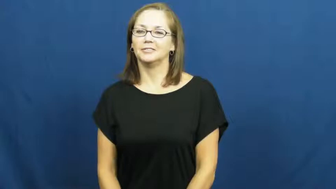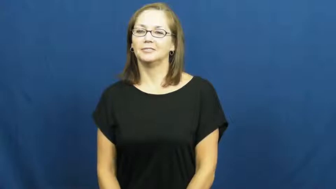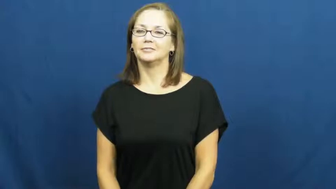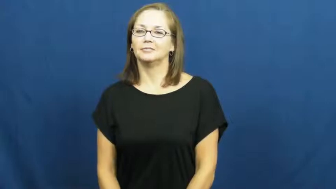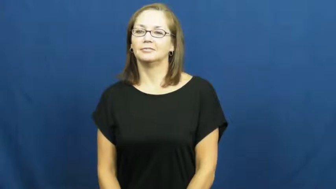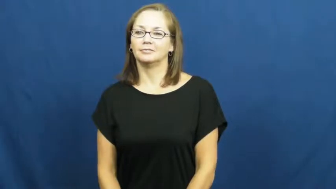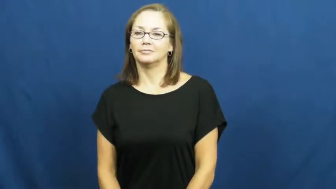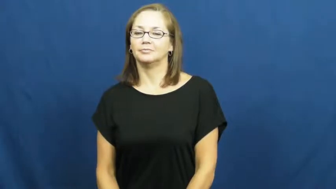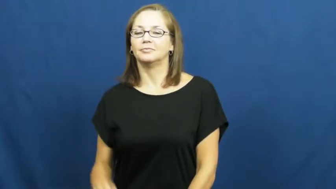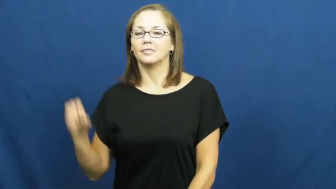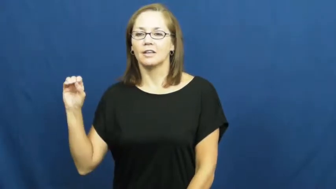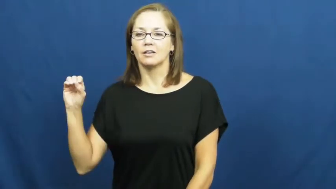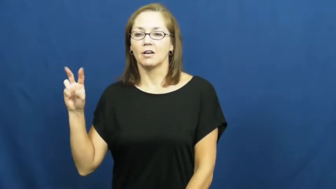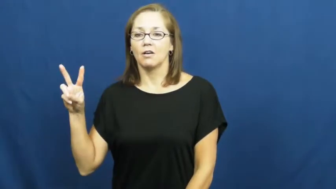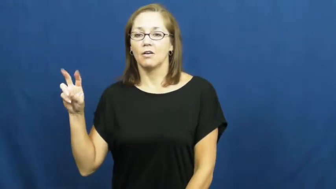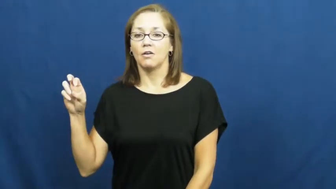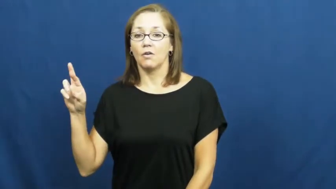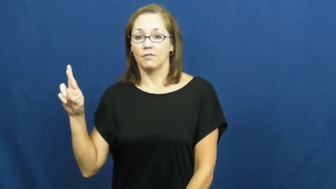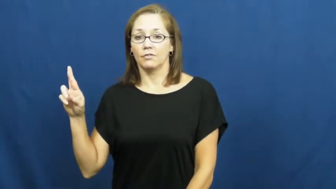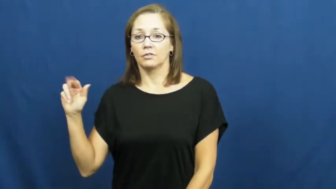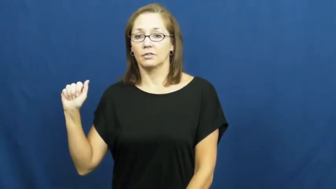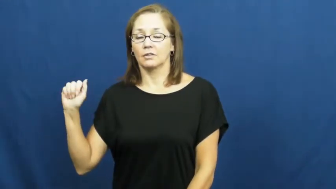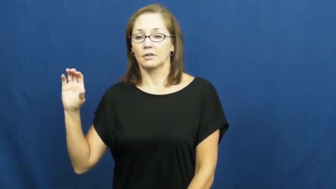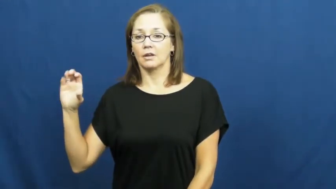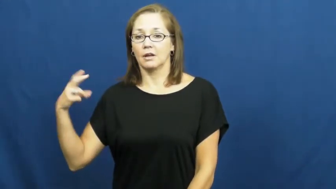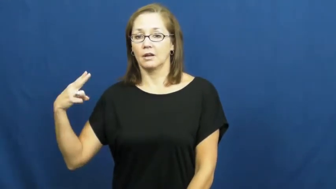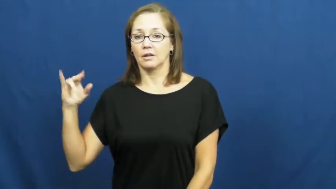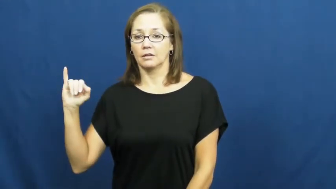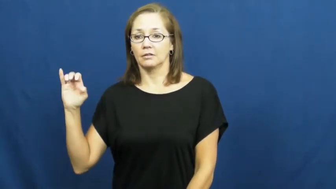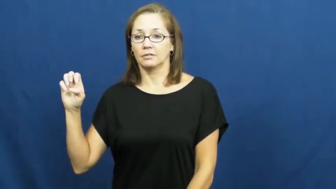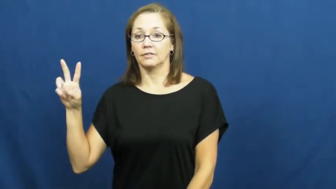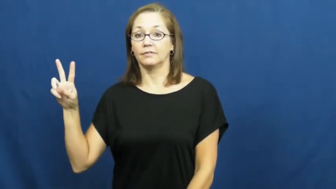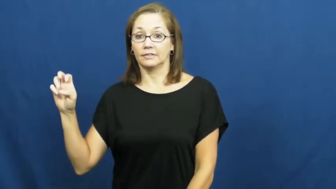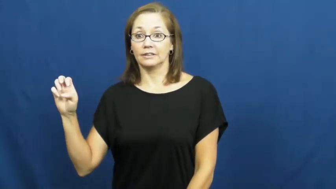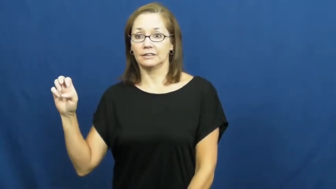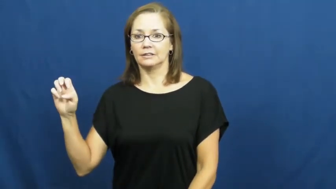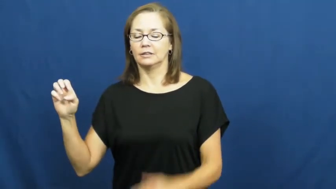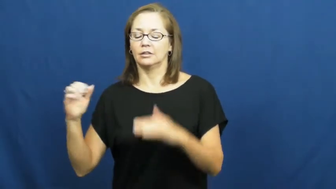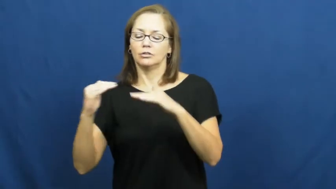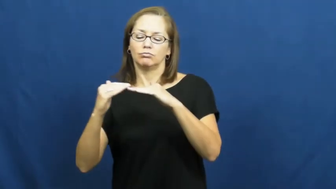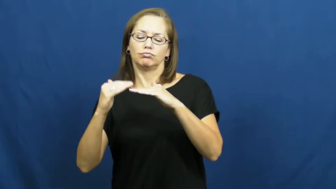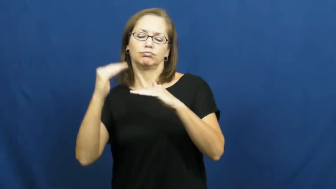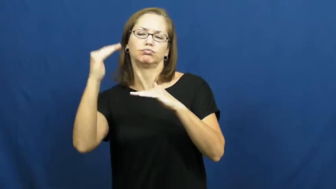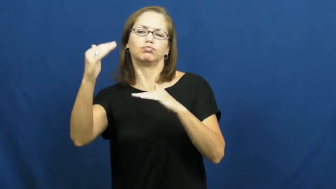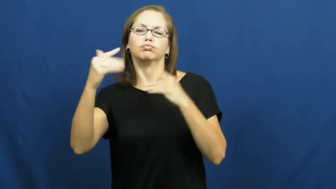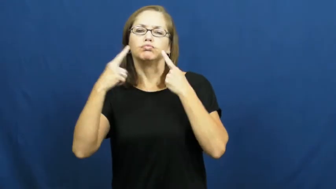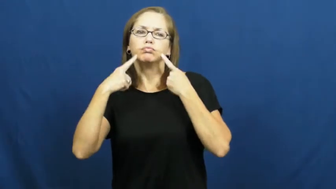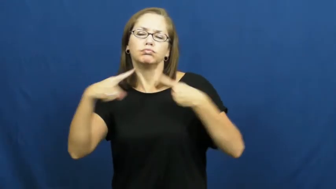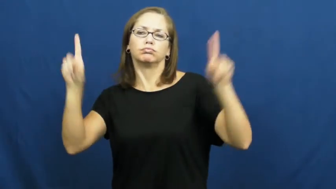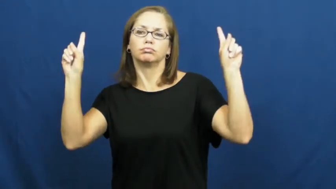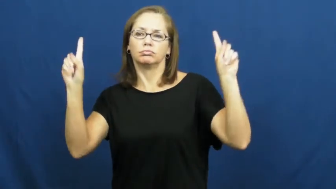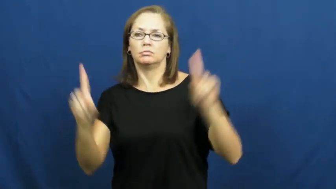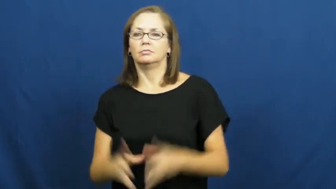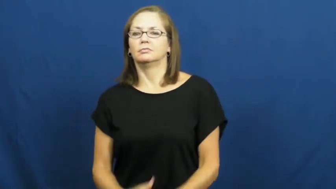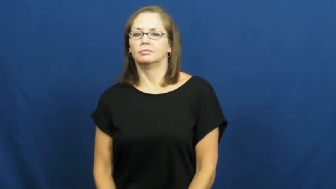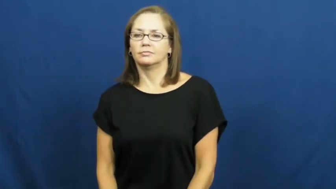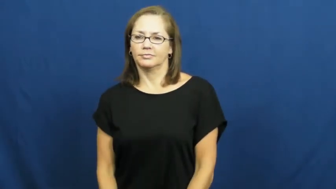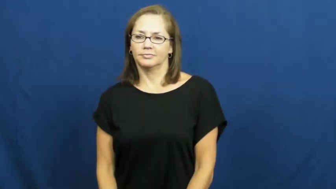overachieve